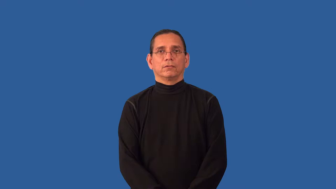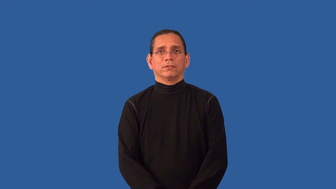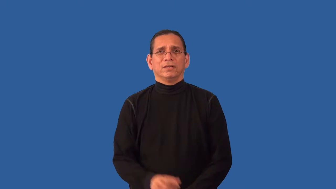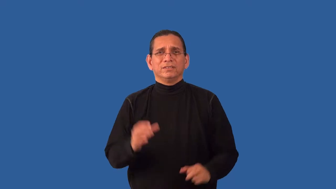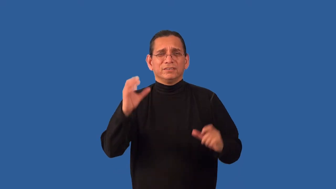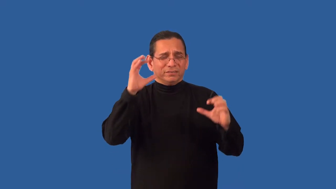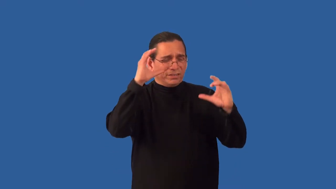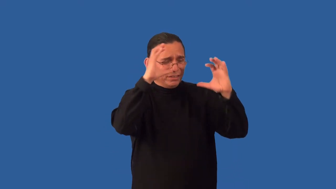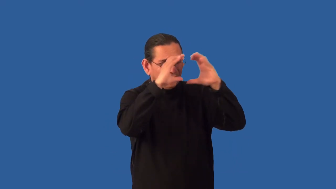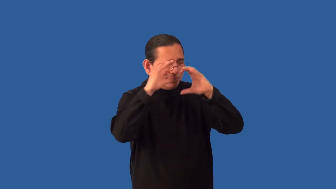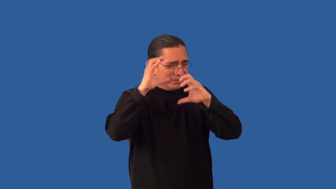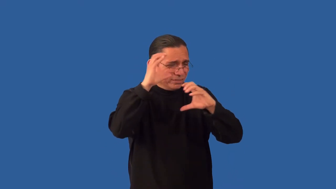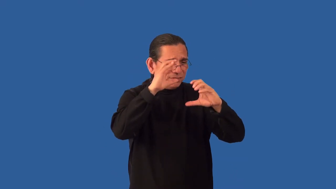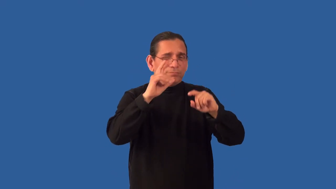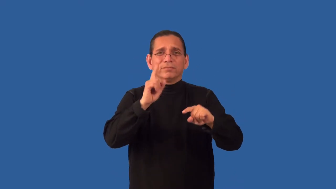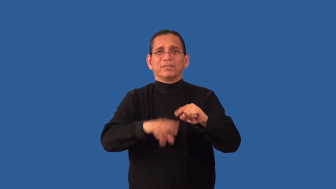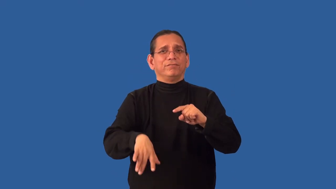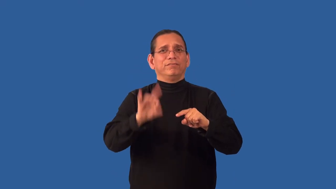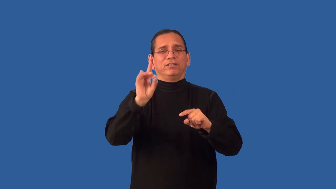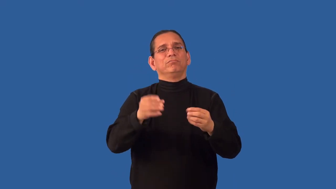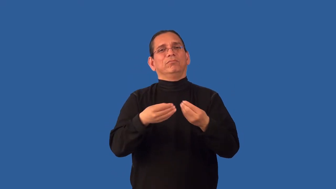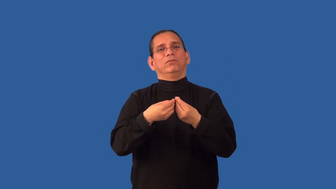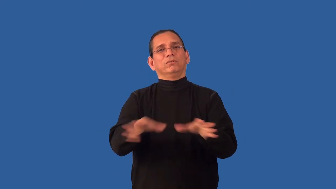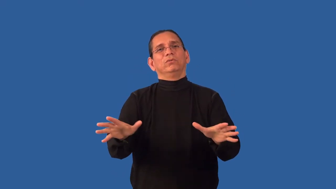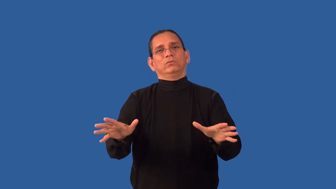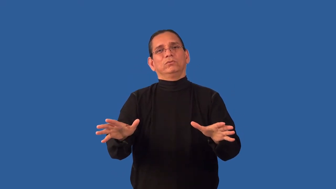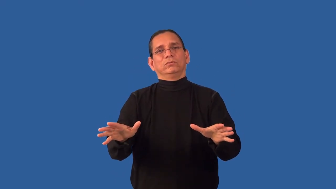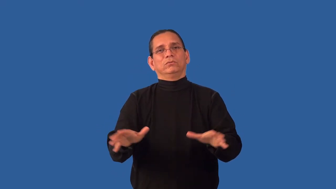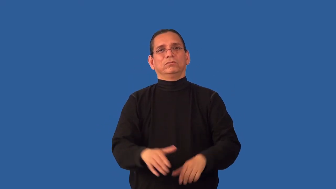unrecoverable